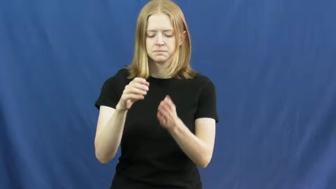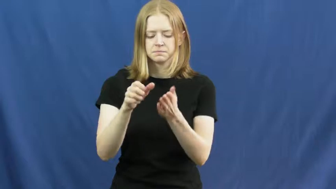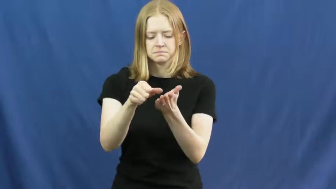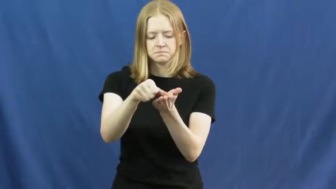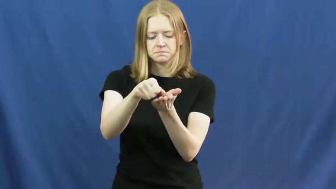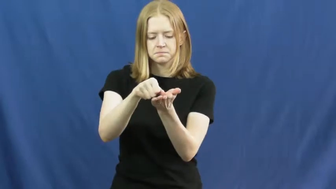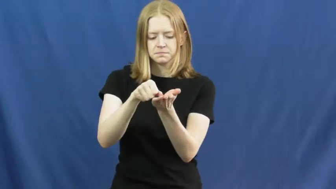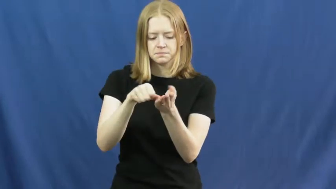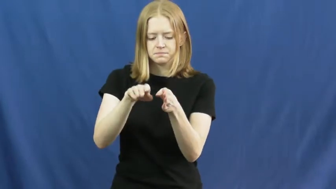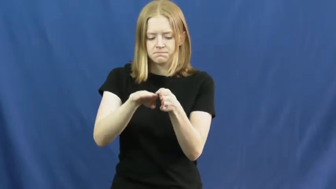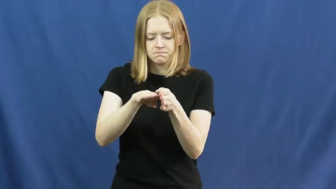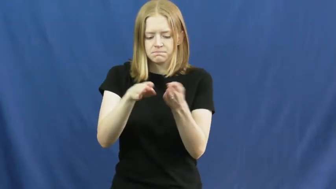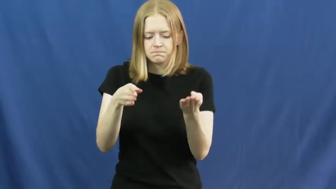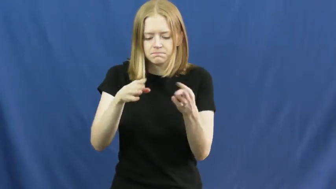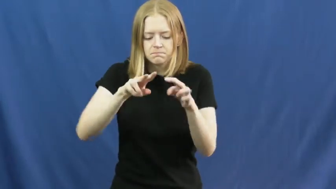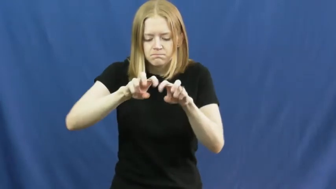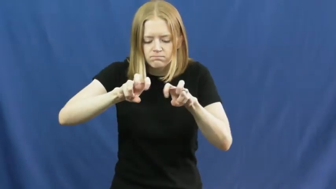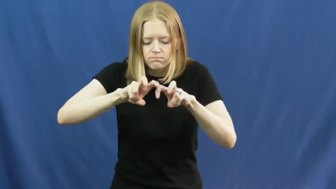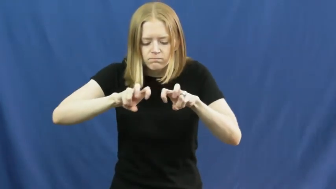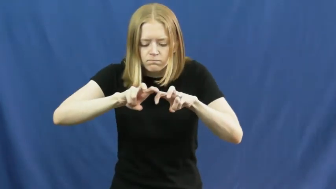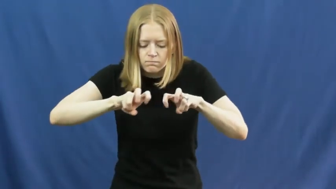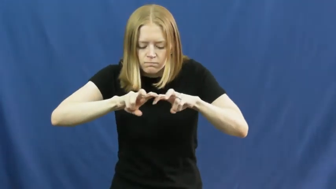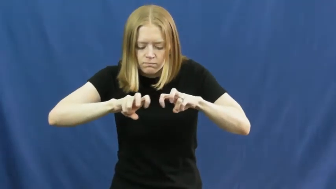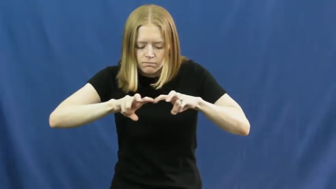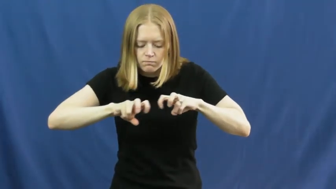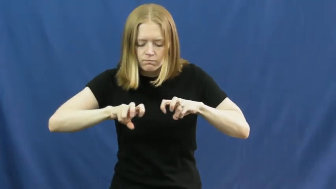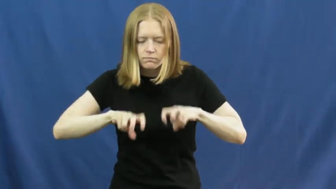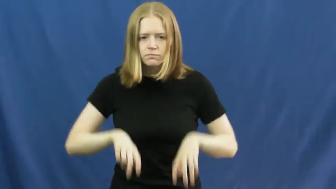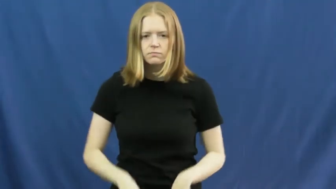dissect,anatomize,rive,section,resect